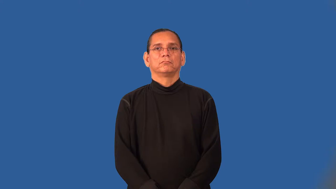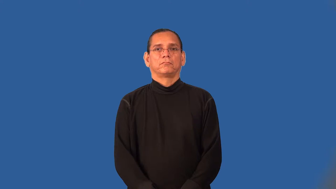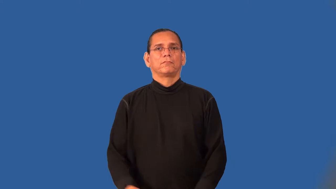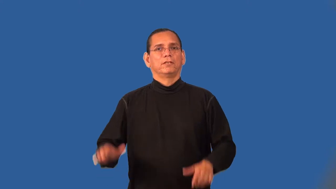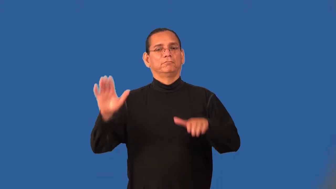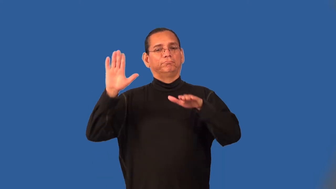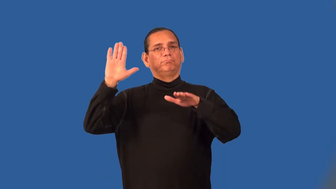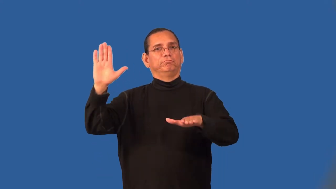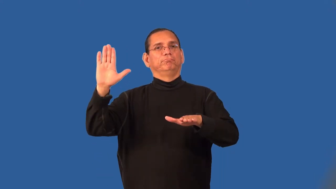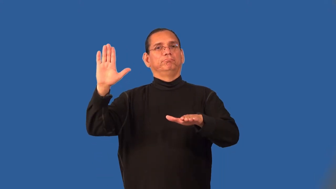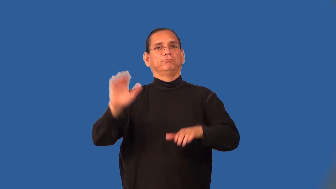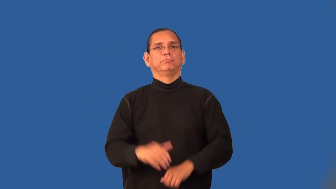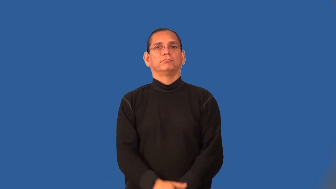testify,bear witness-court